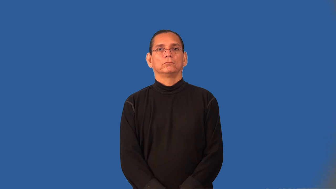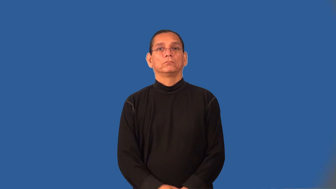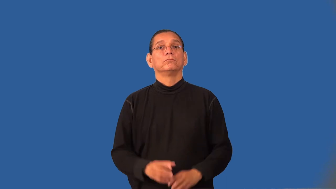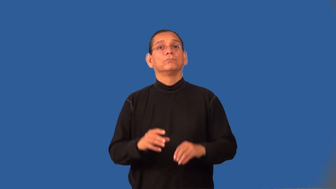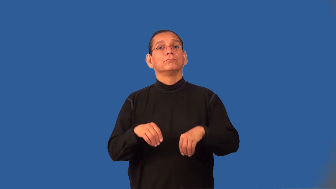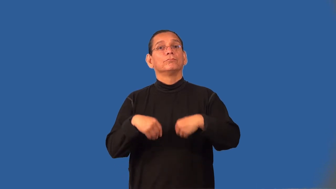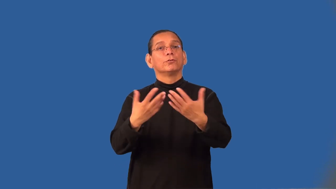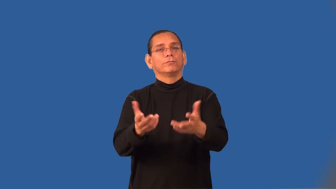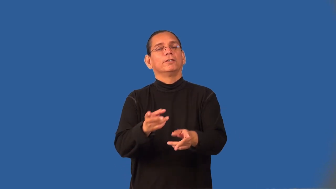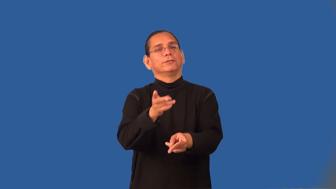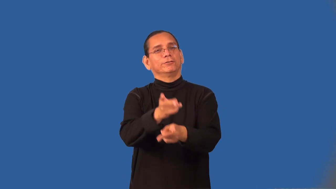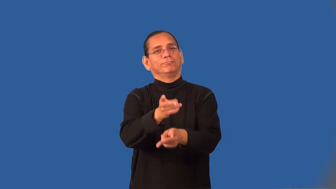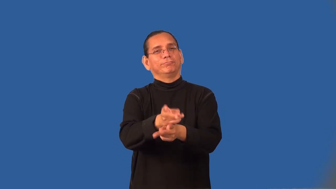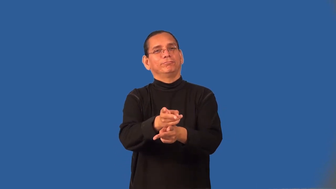sustain